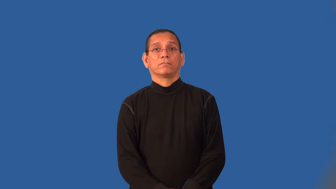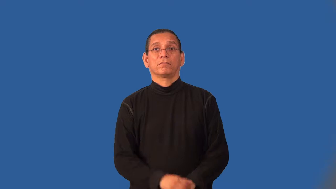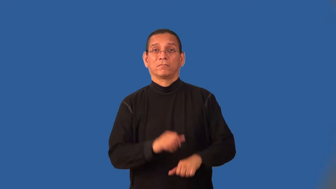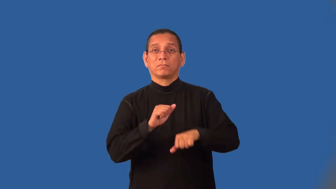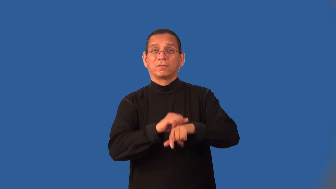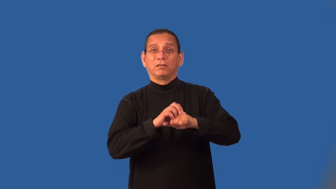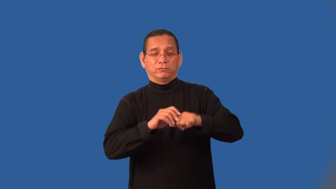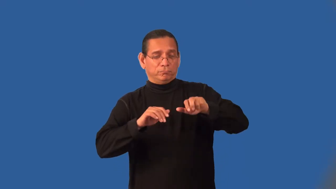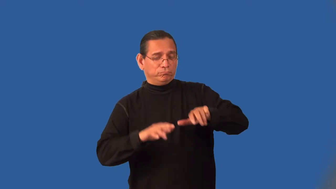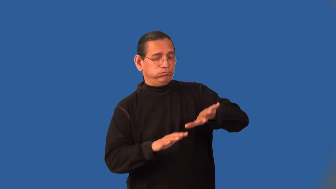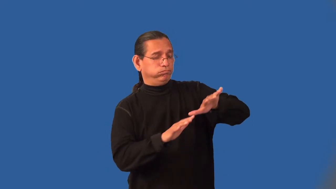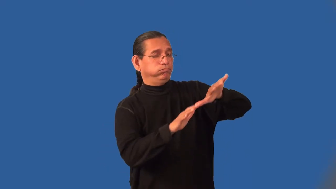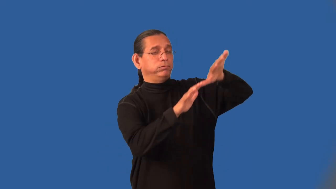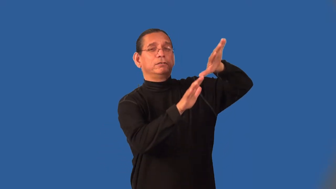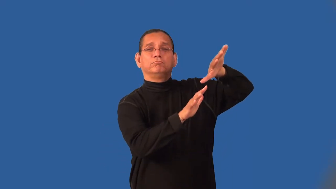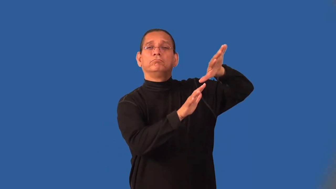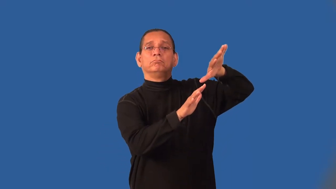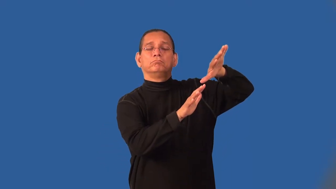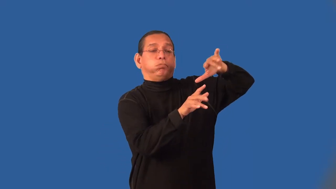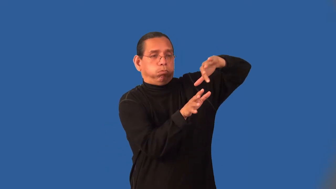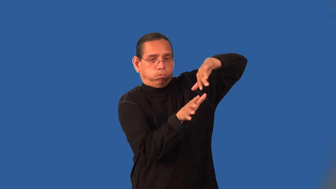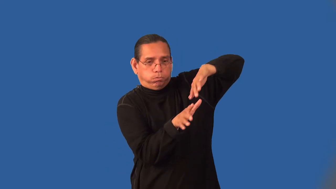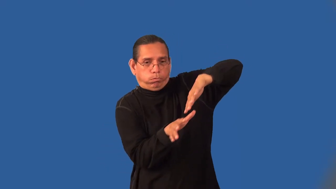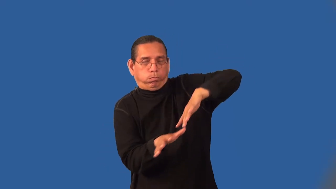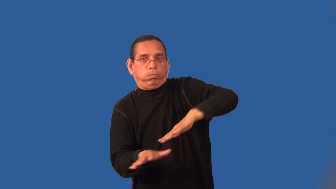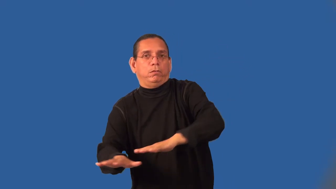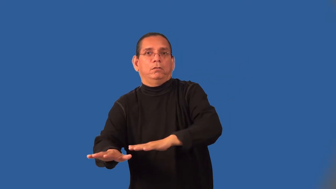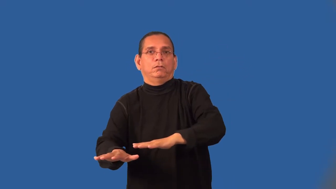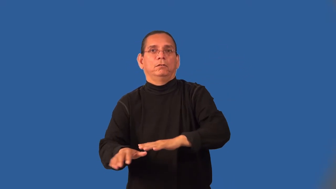landslide-rocks